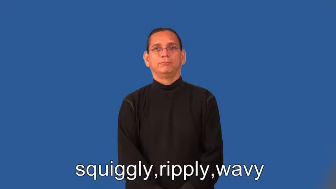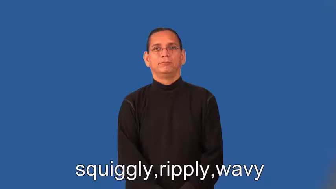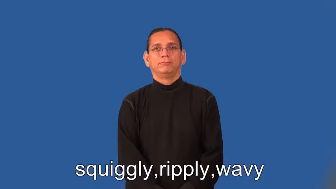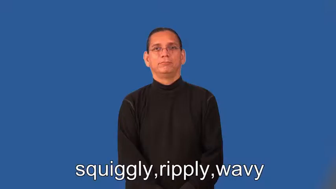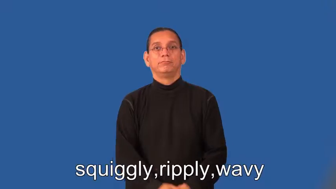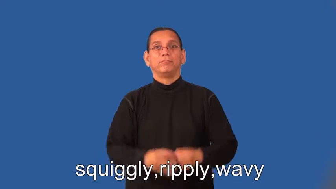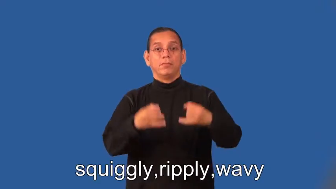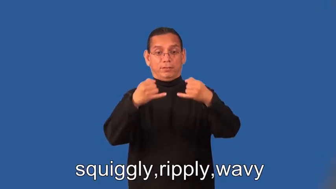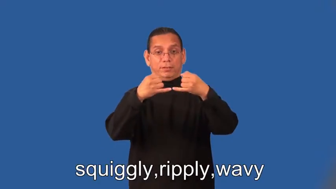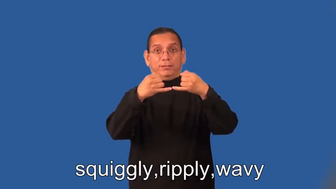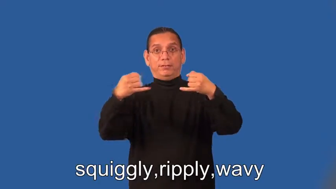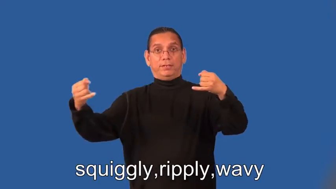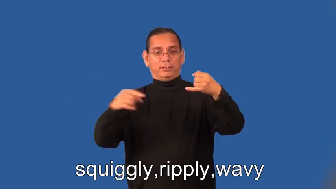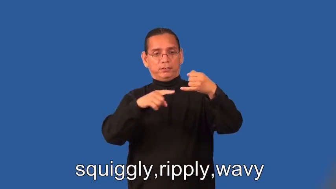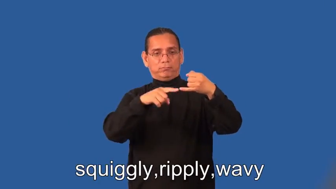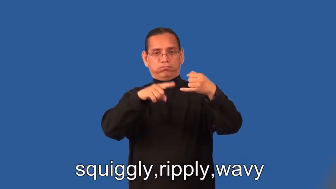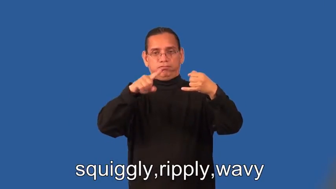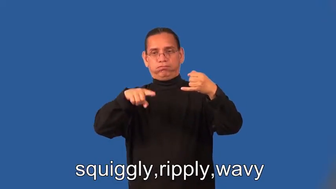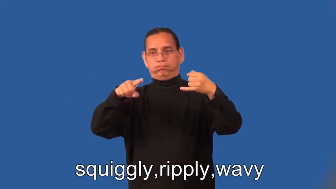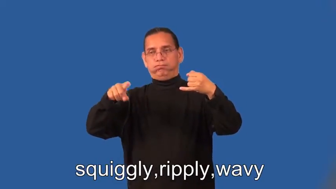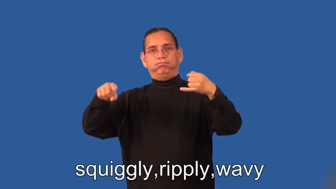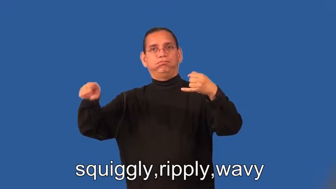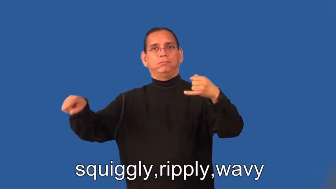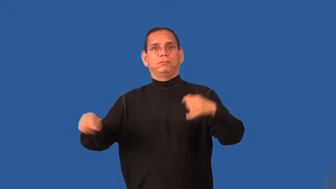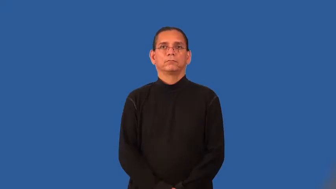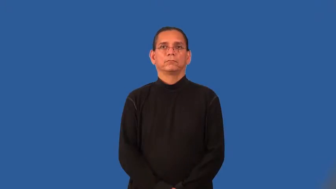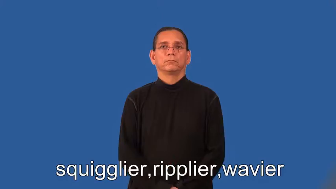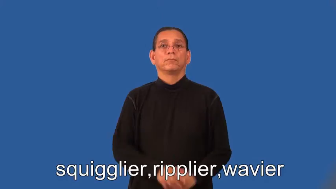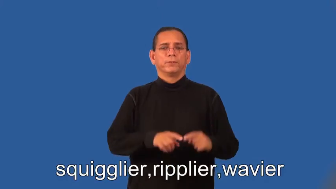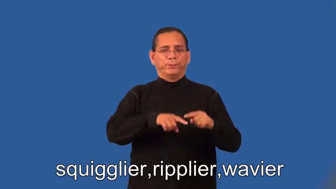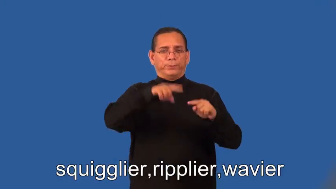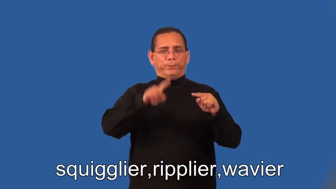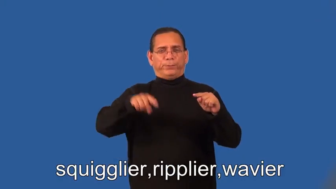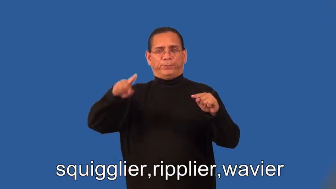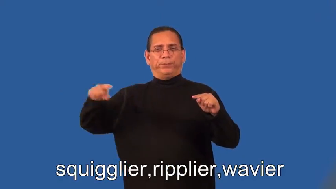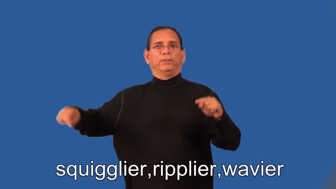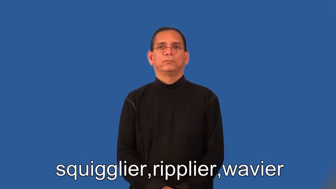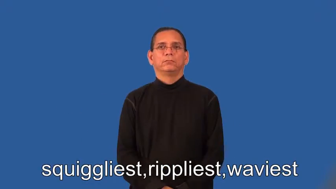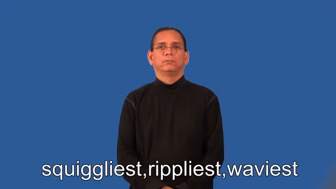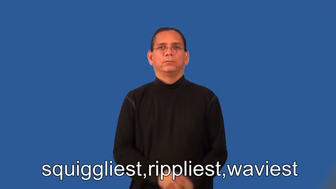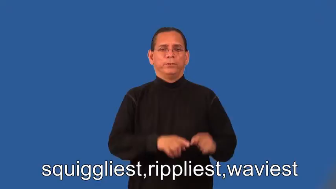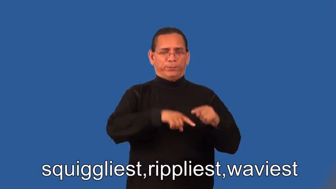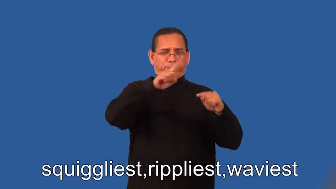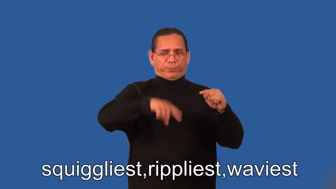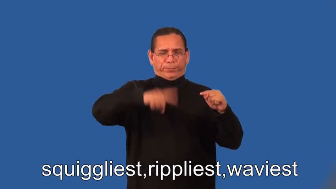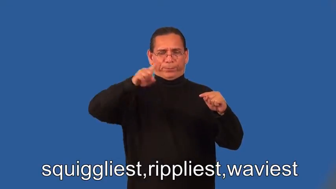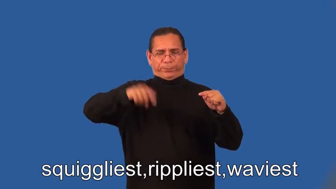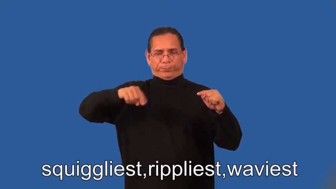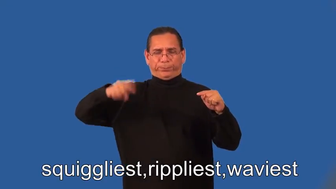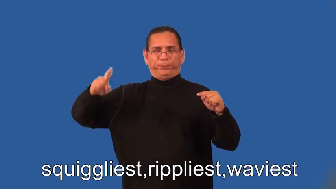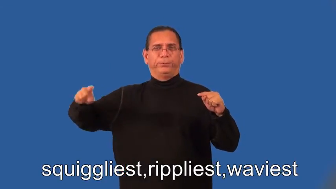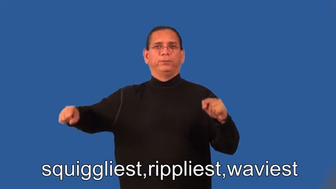squigglier,ripplier,wavier,squiggliest,rippliest,waviest